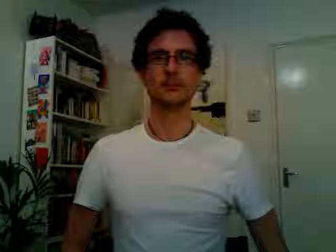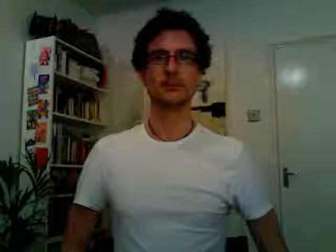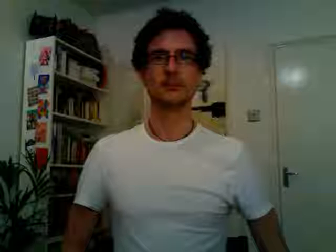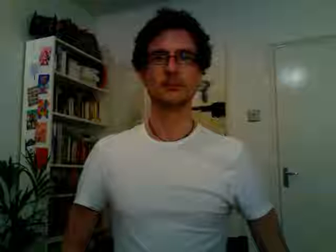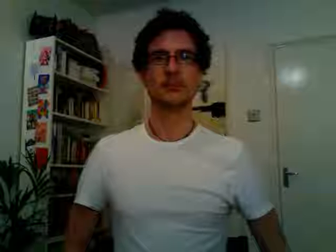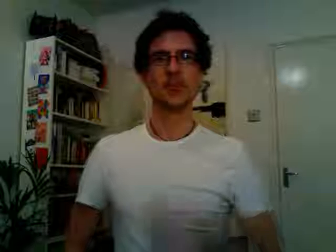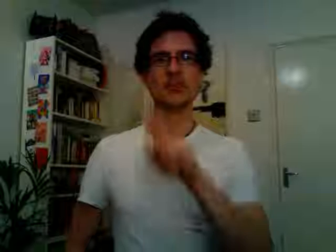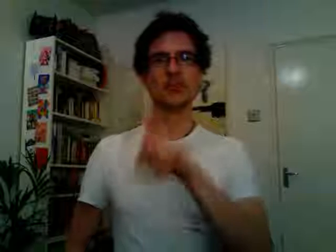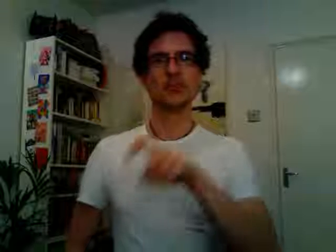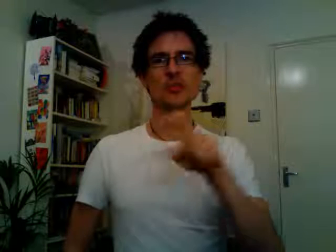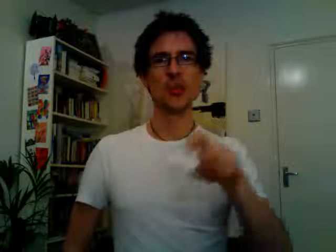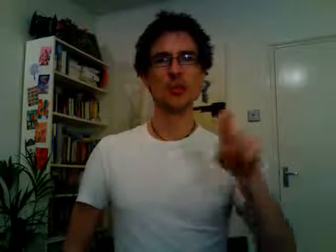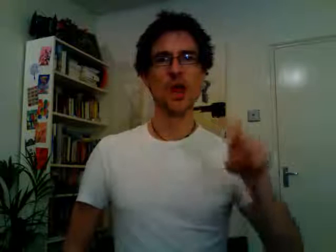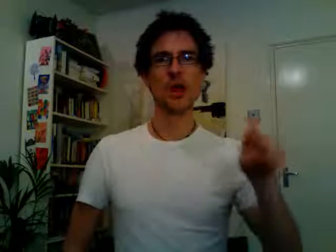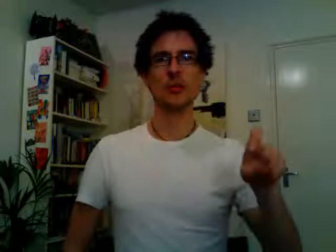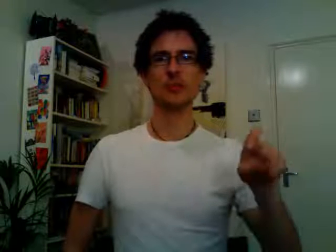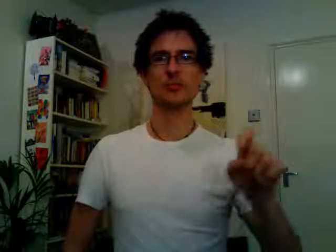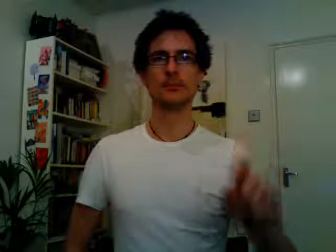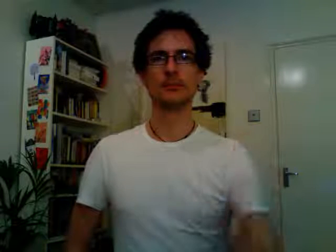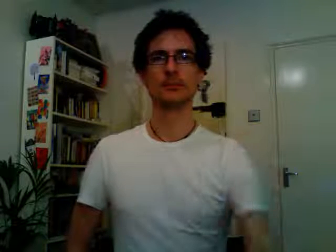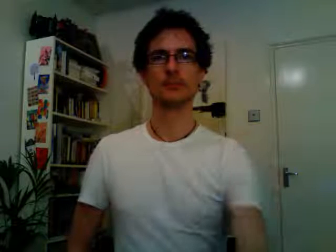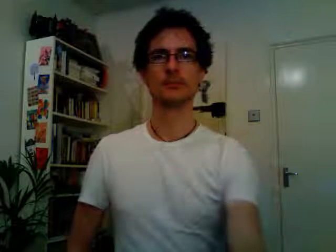students